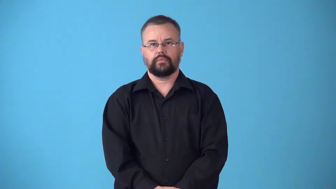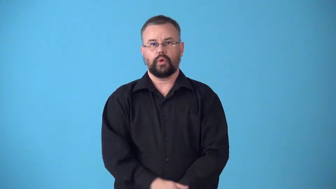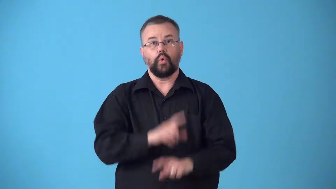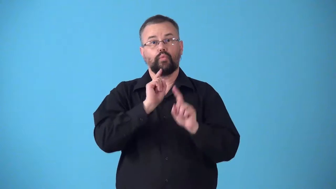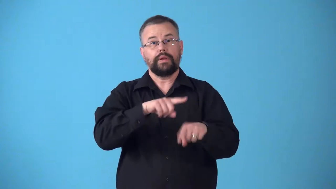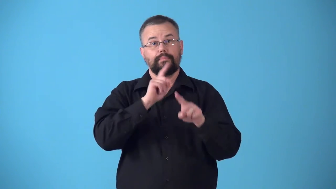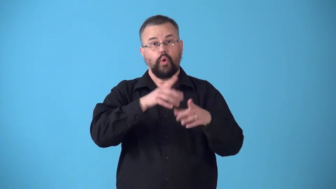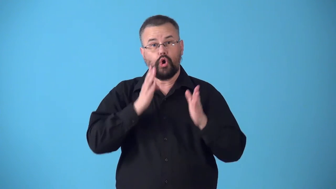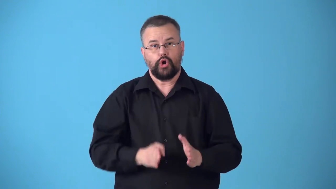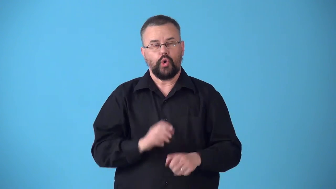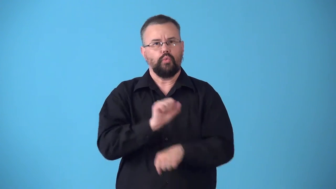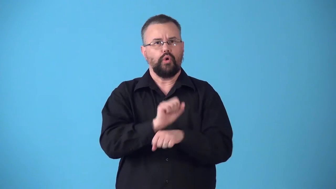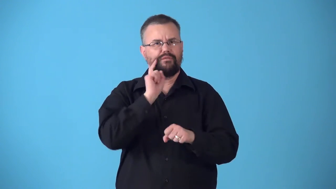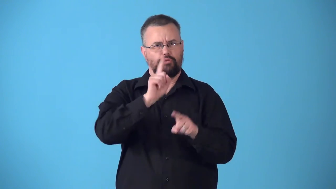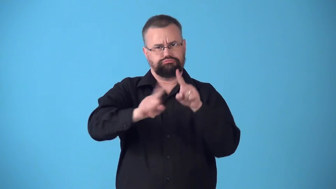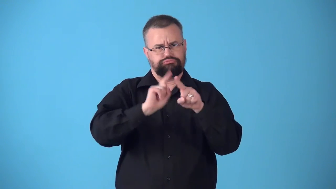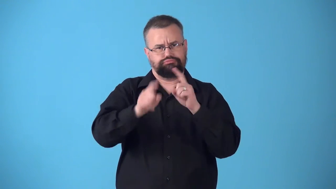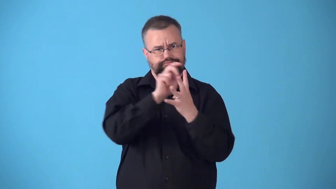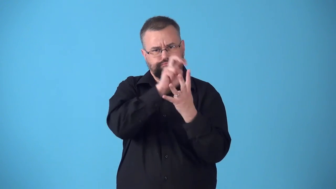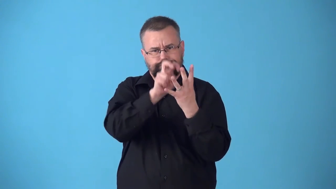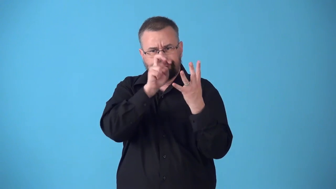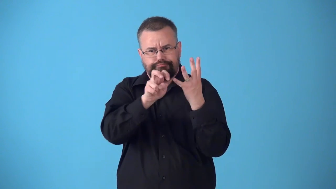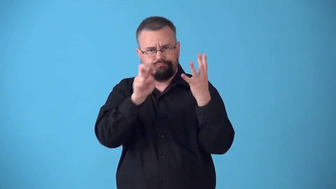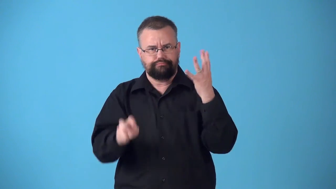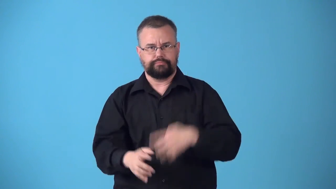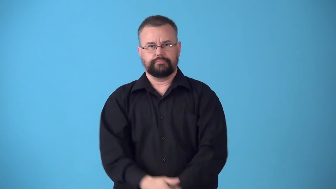stringer-newpaper reporter works for more than one group